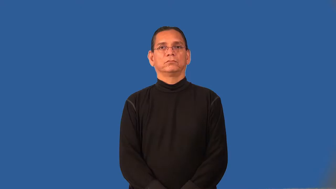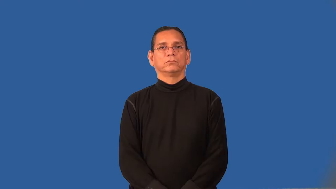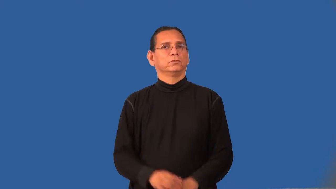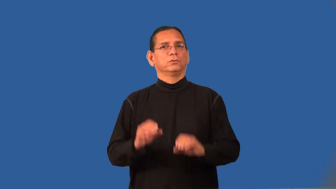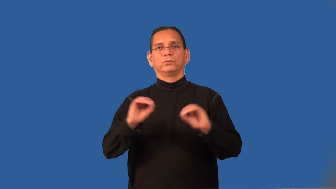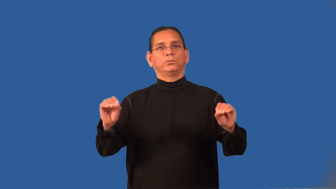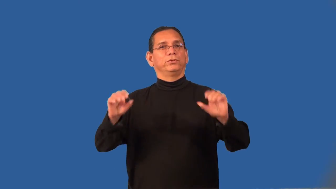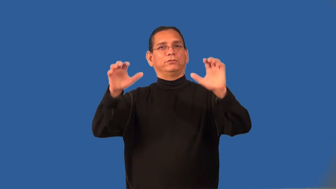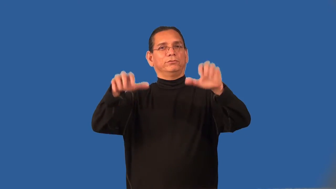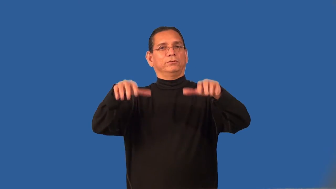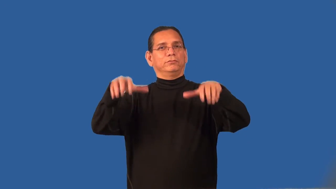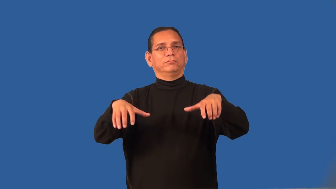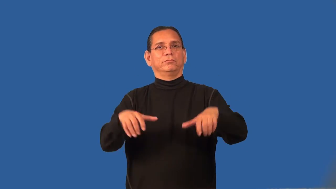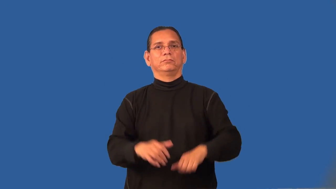rainless